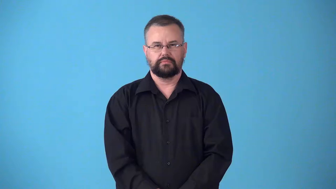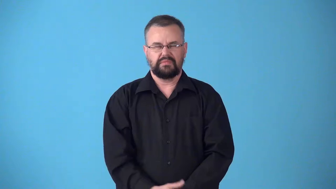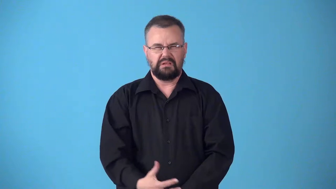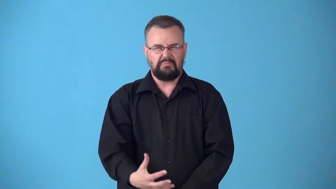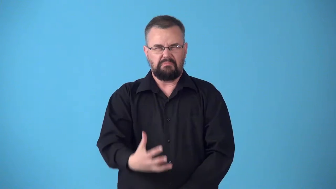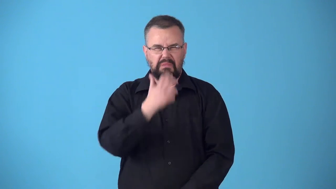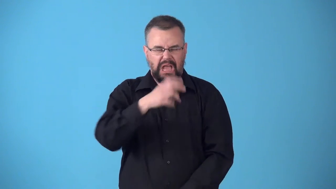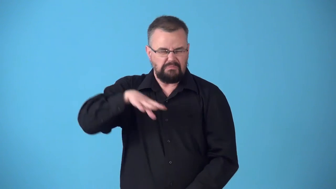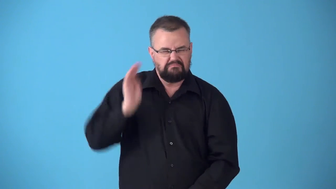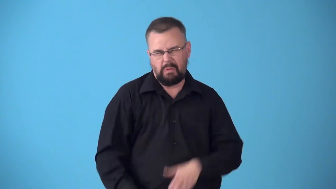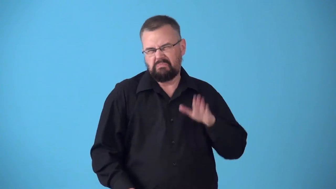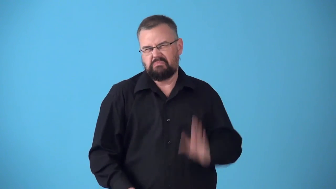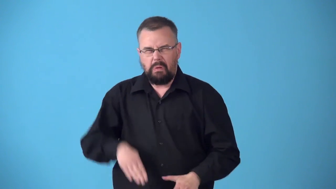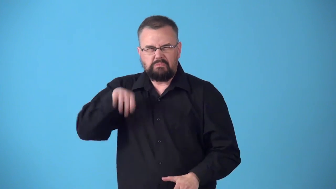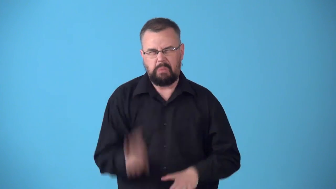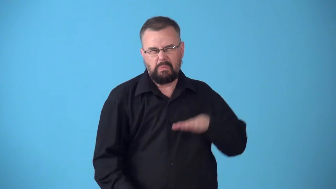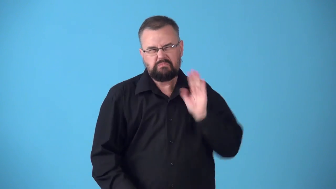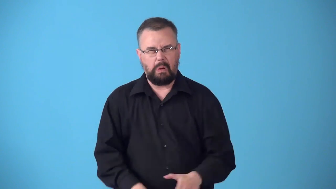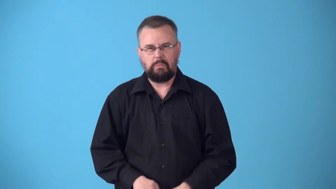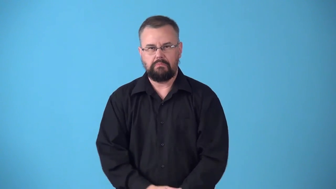storm about, storm around, stormily